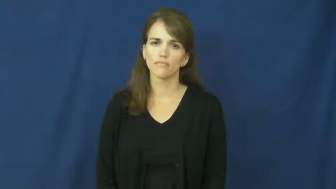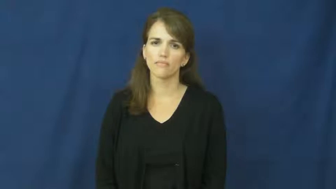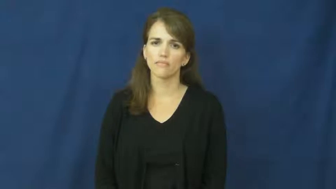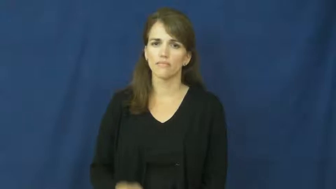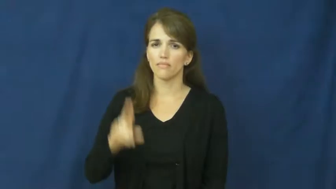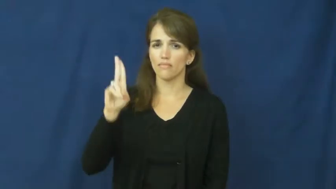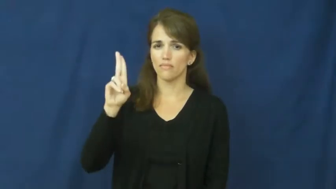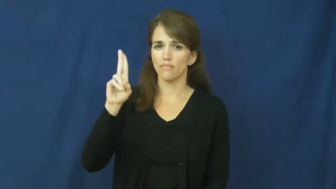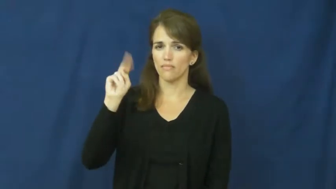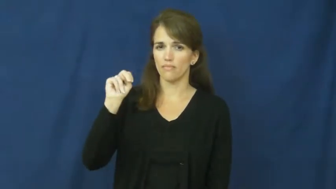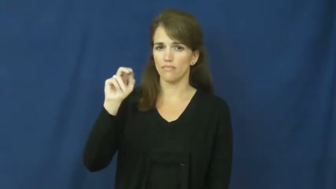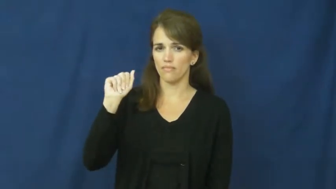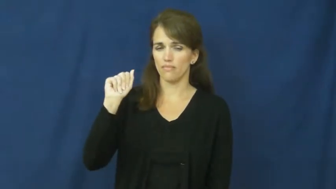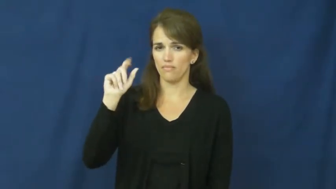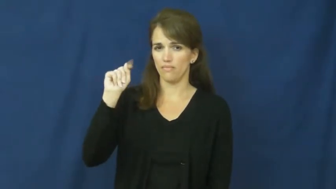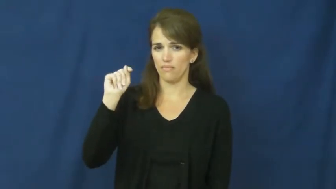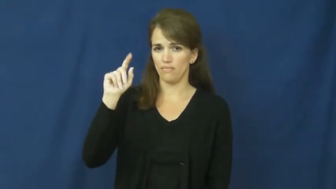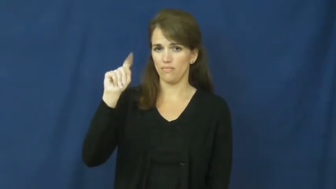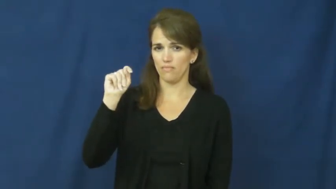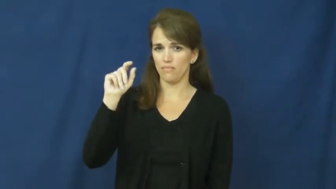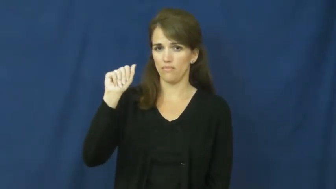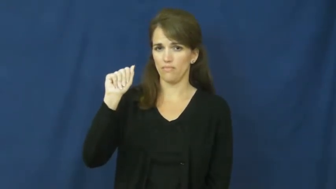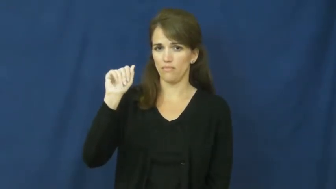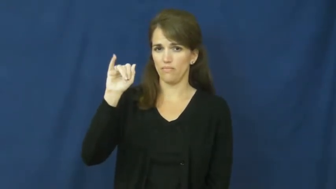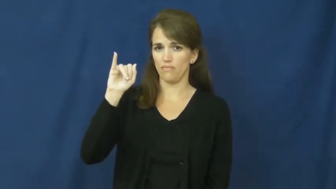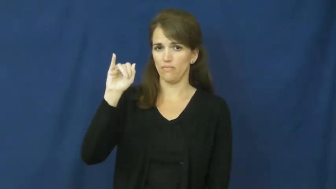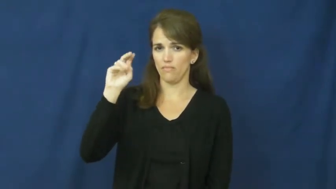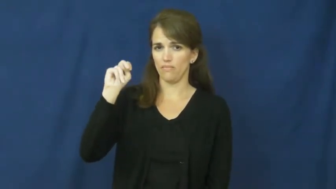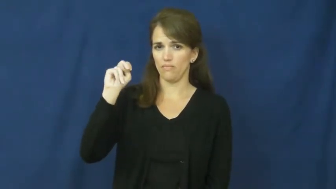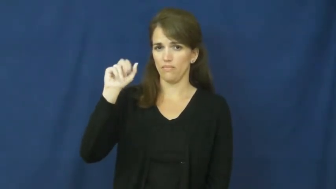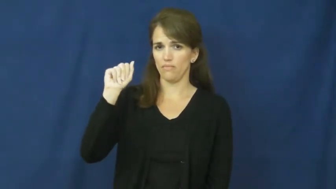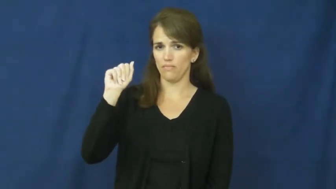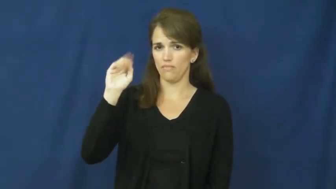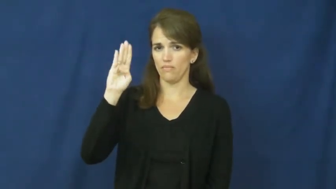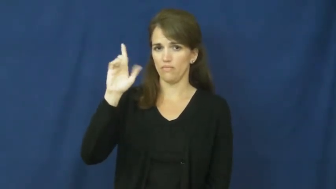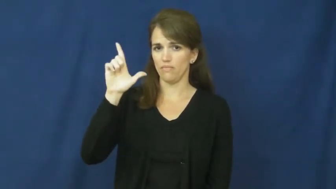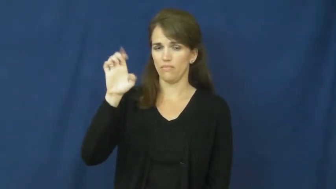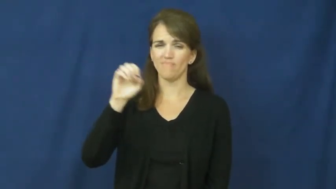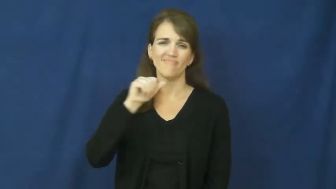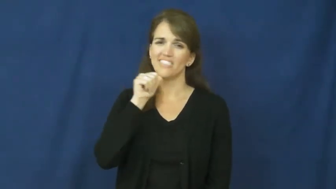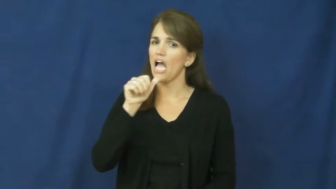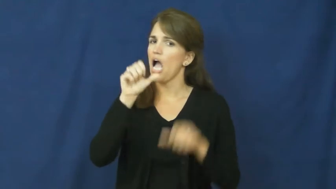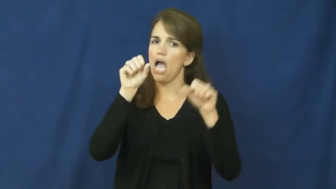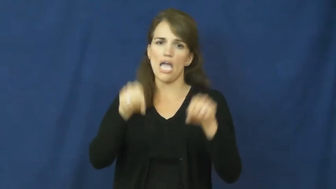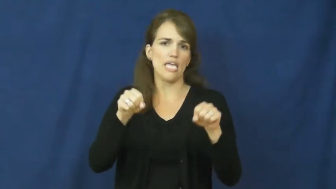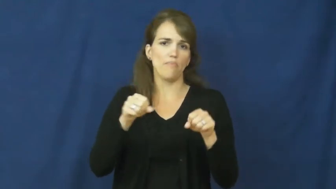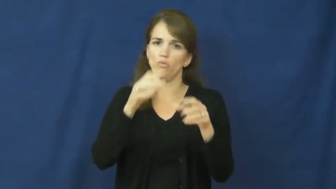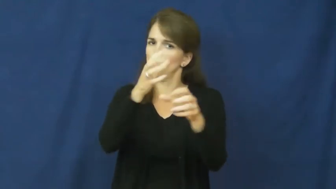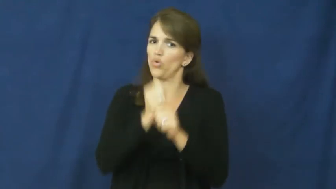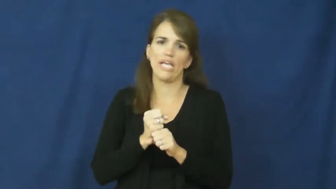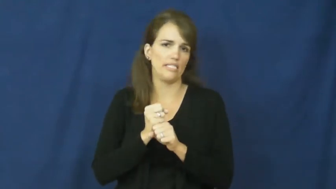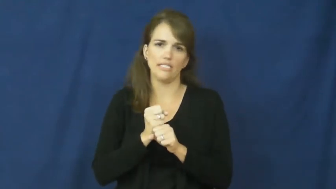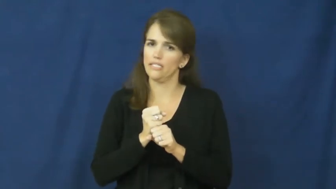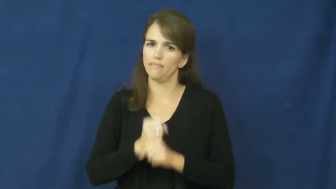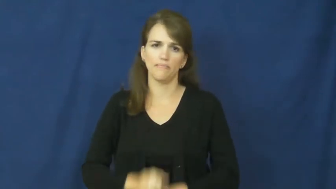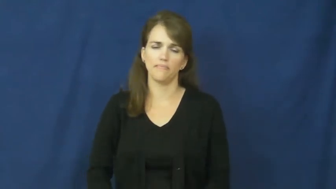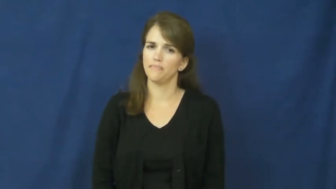unattainable